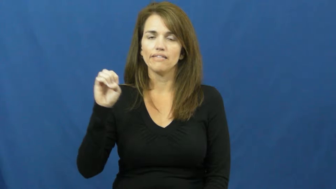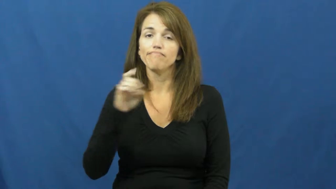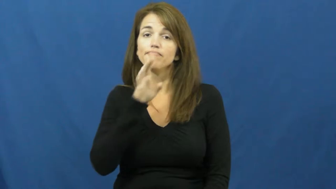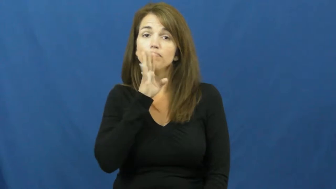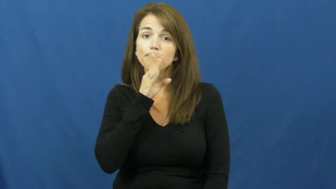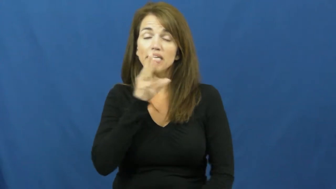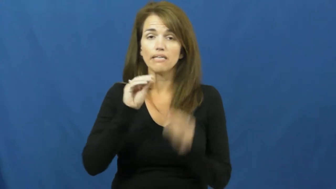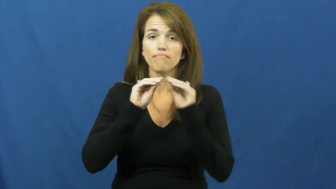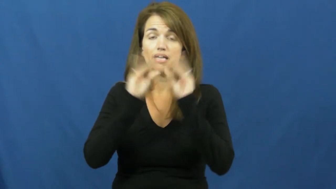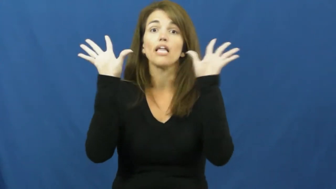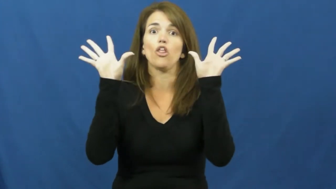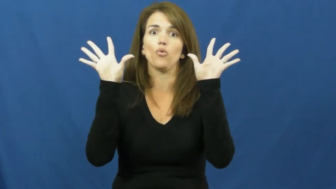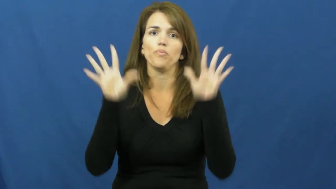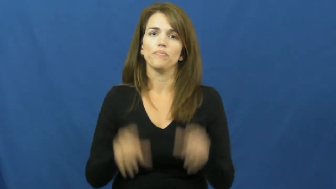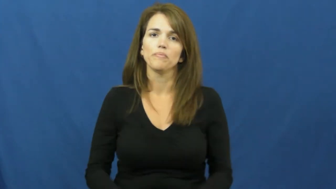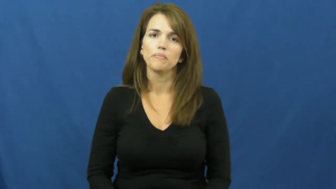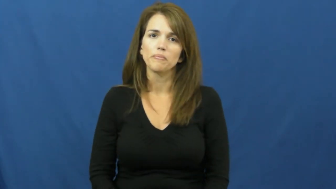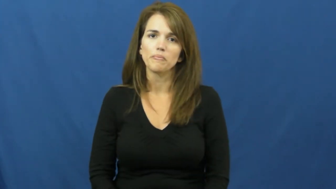enunciate,articulate,pronounce,staccato,intonate